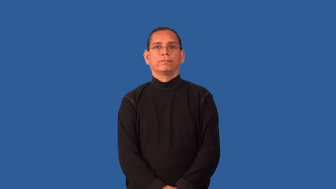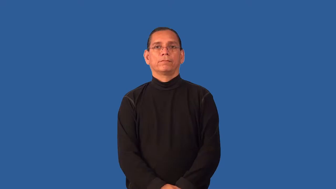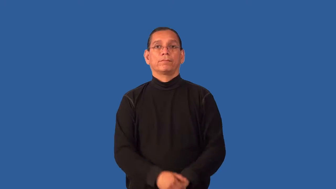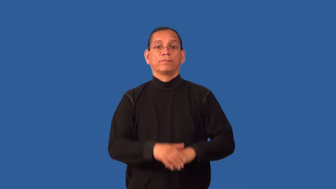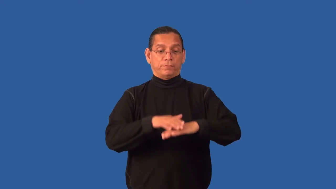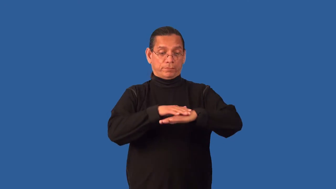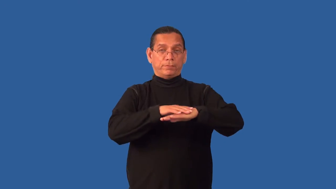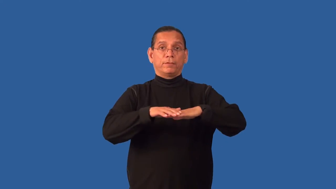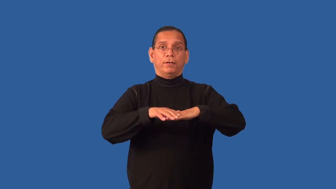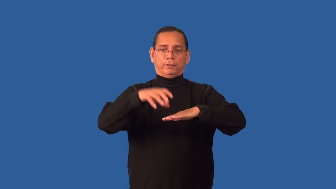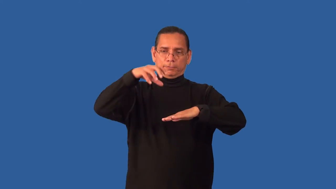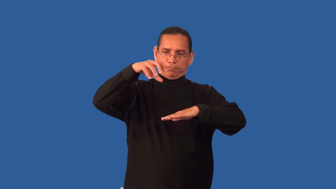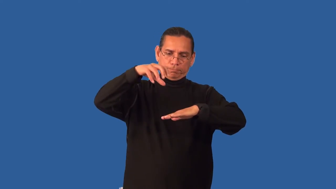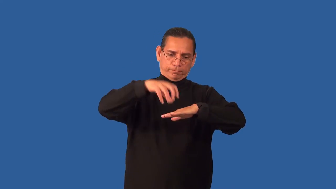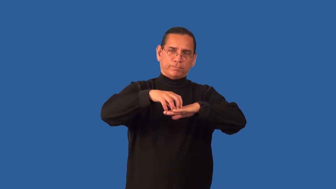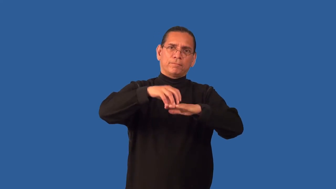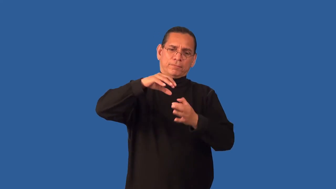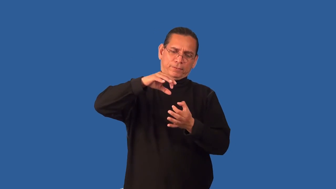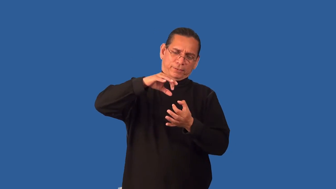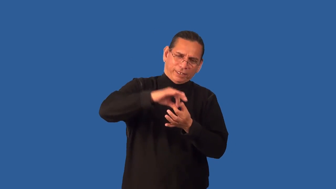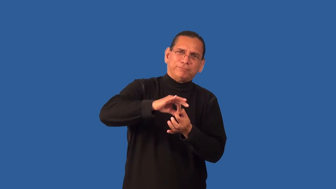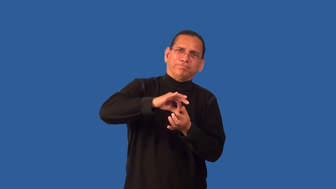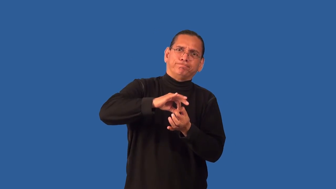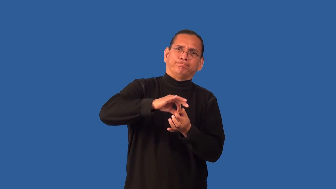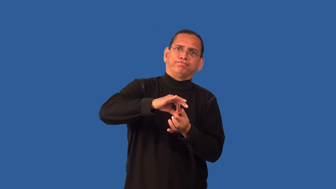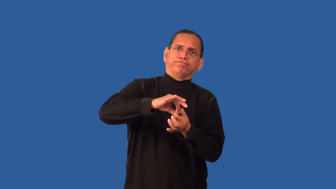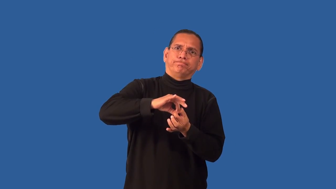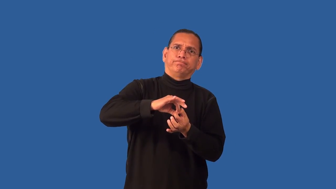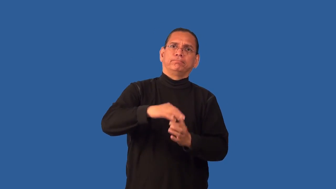entrench